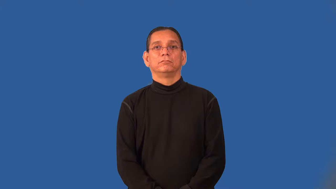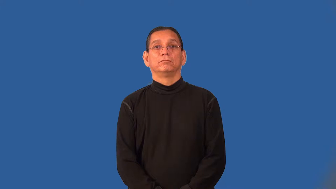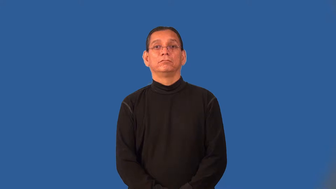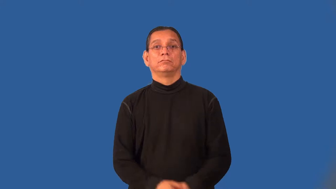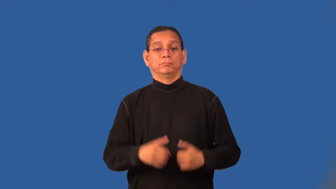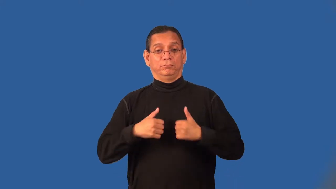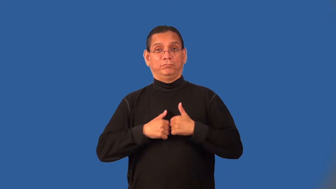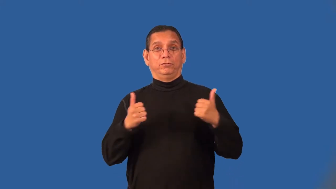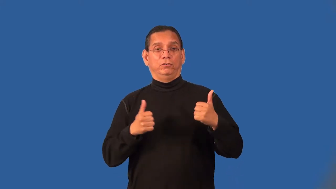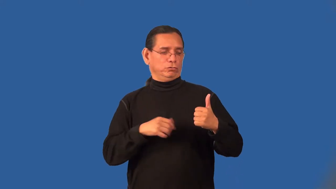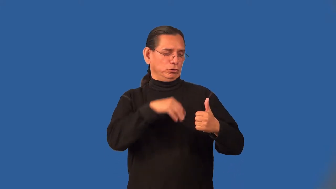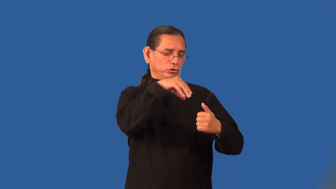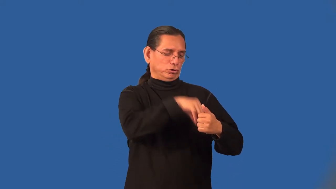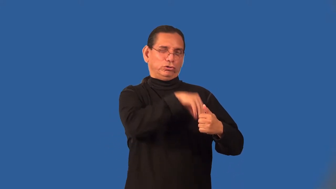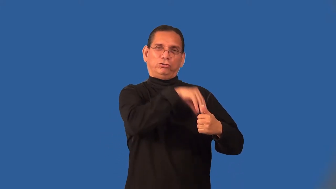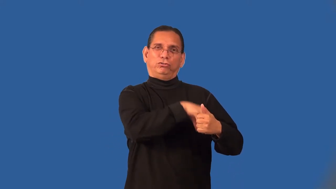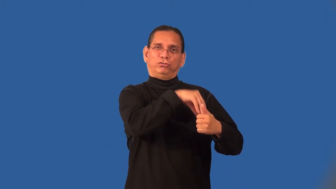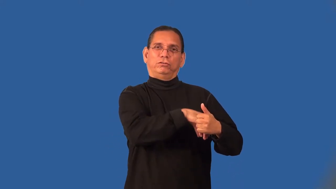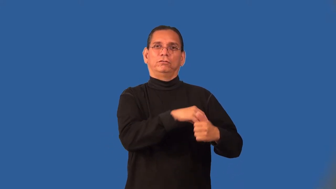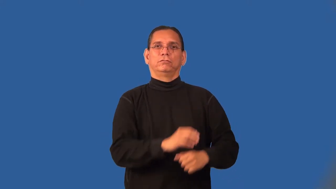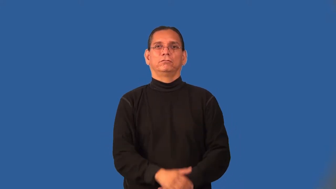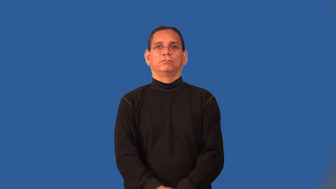pocketful